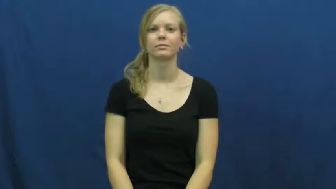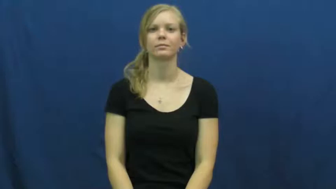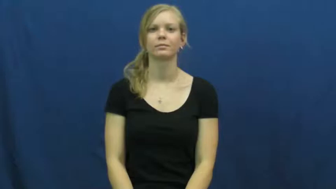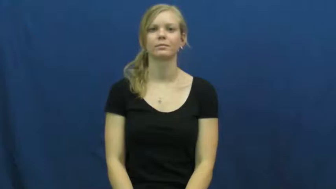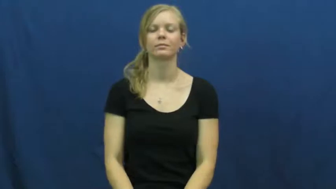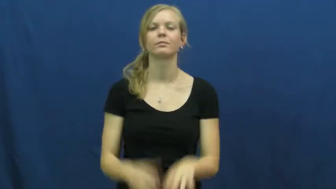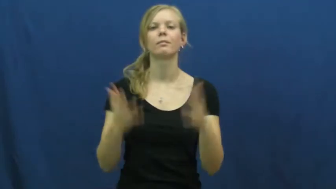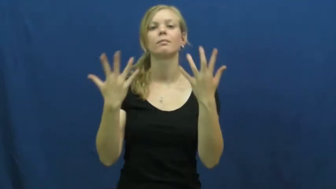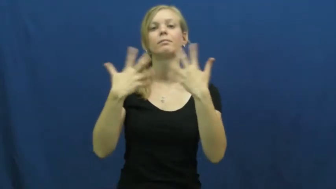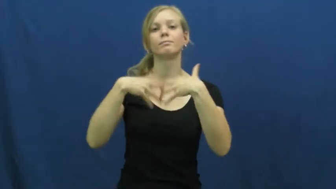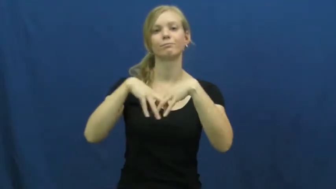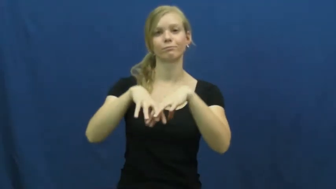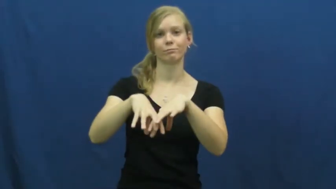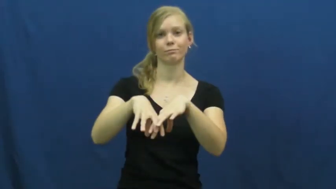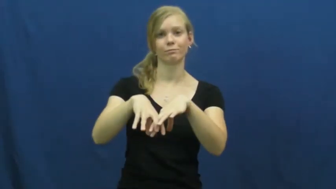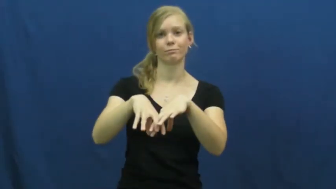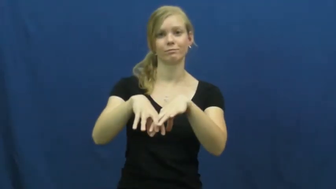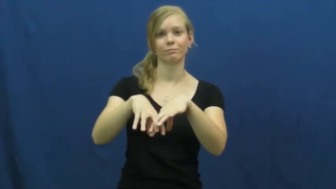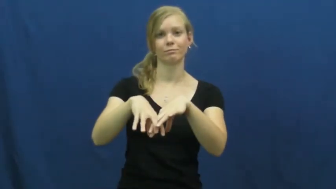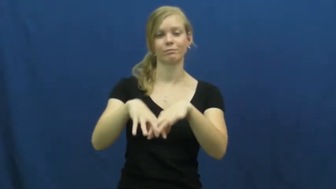integrate